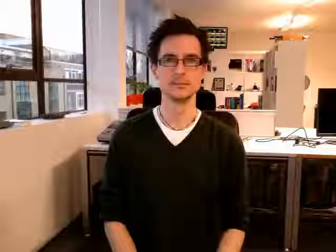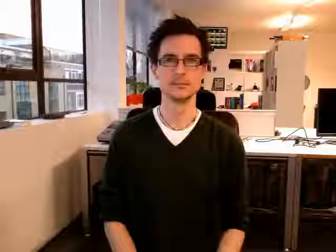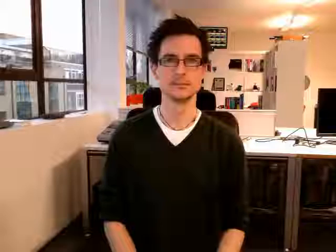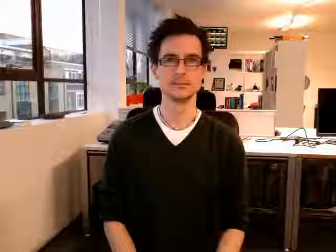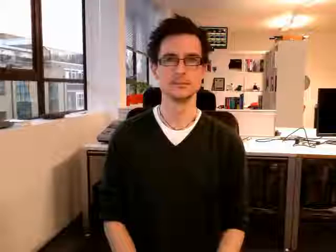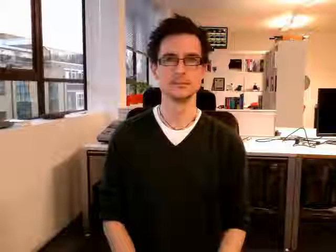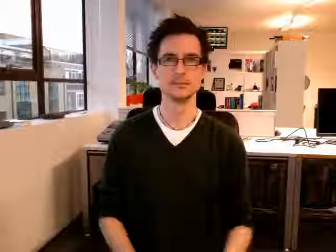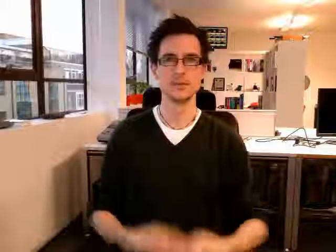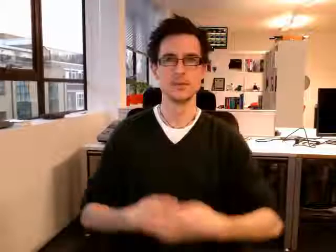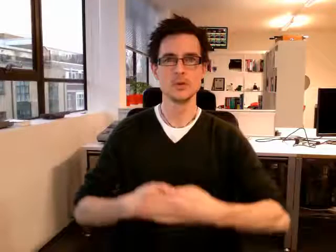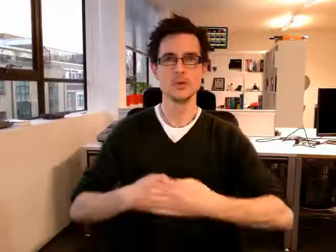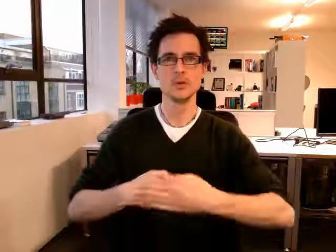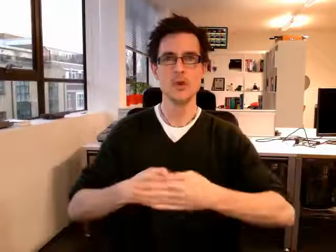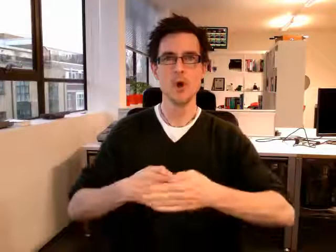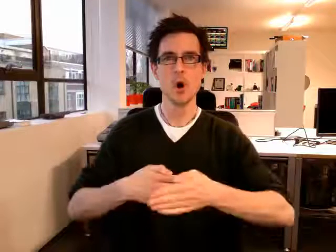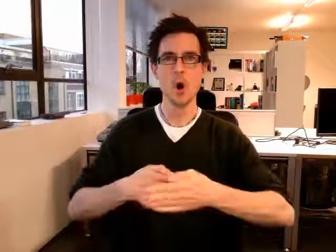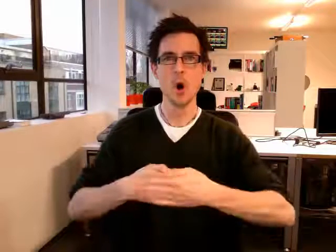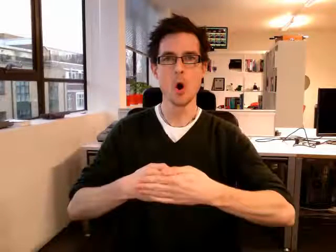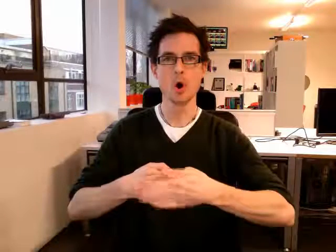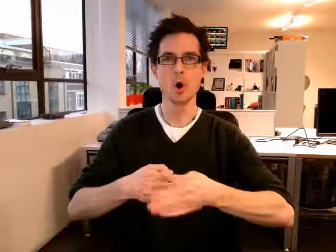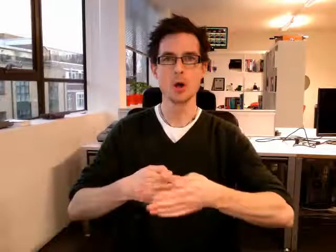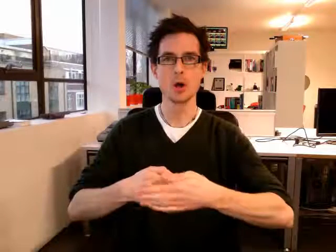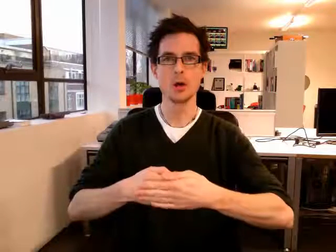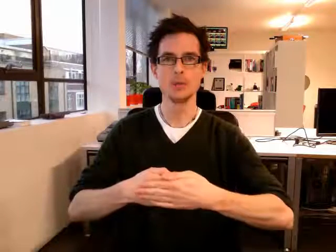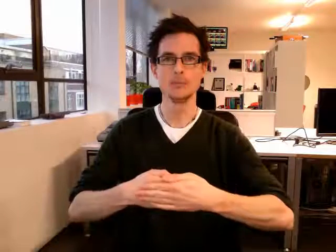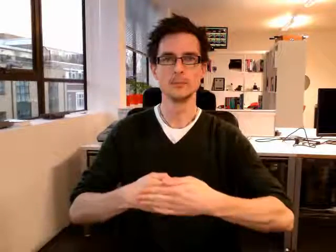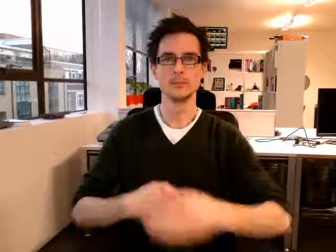door